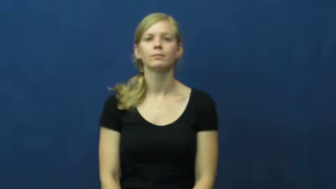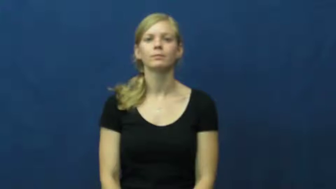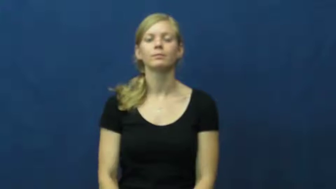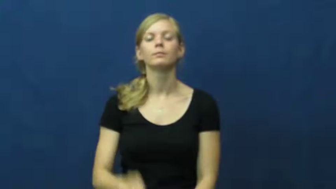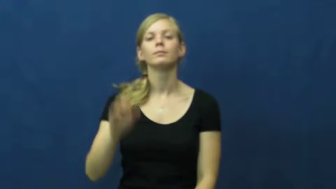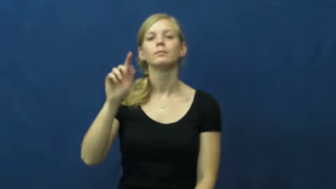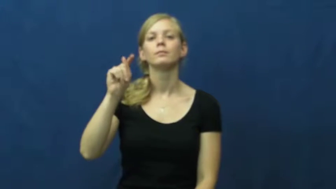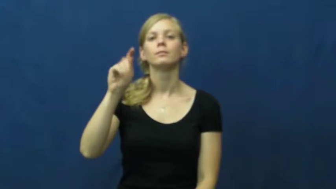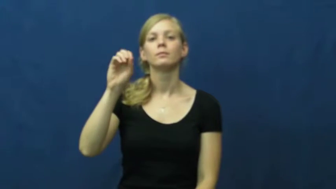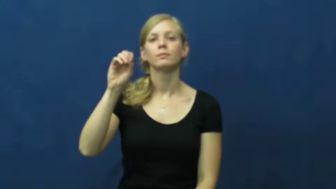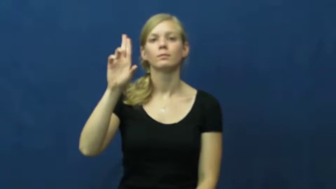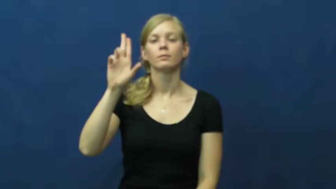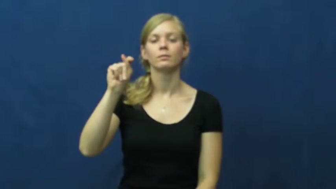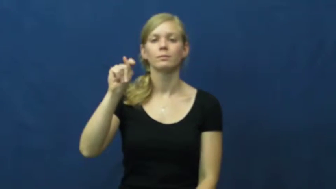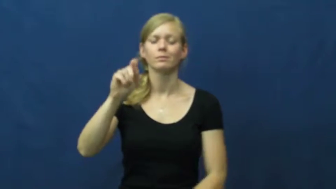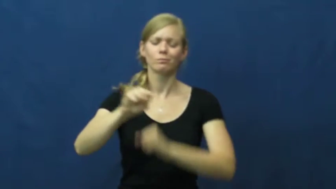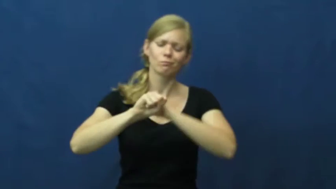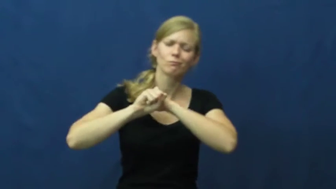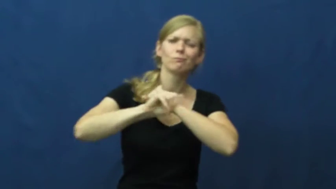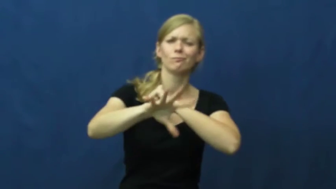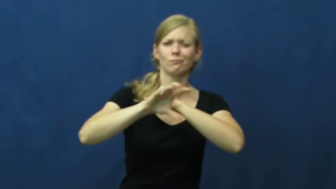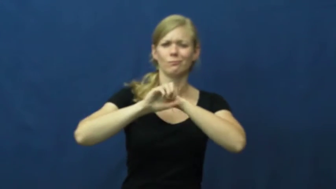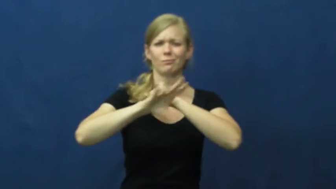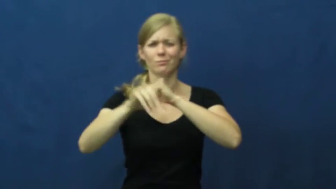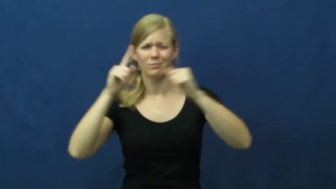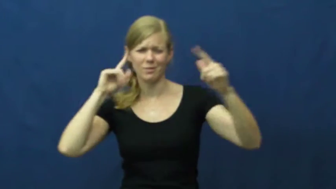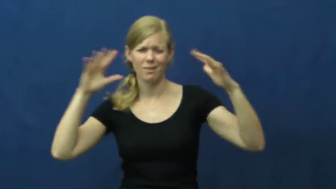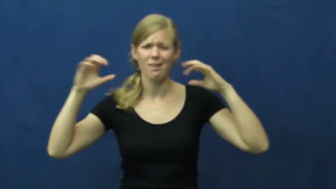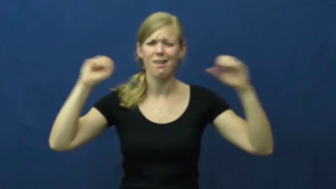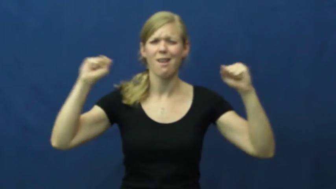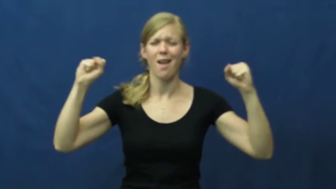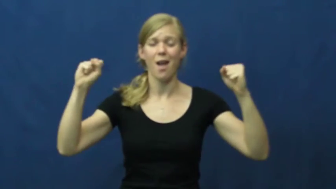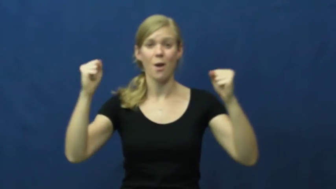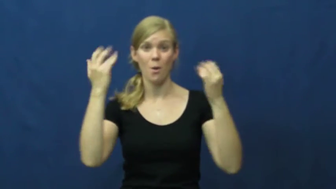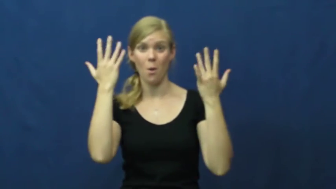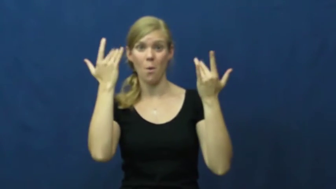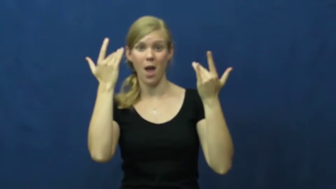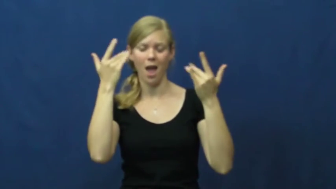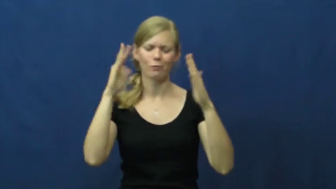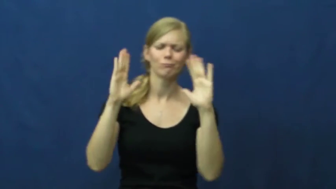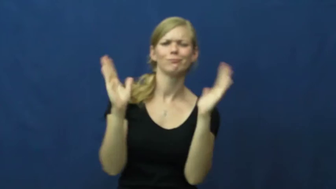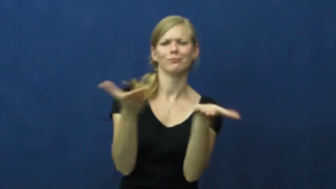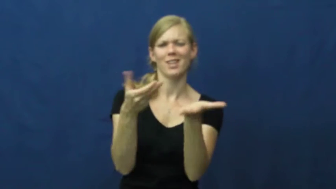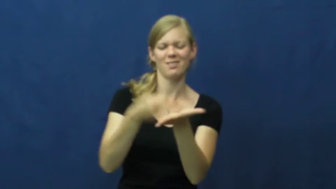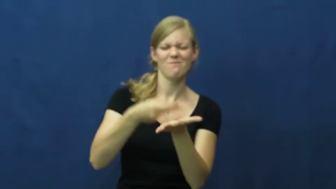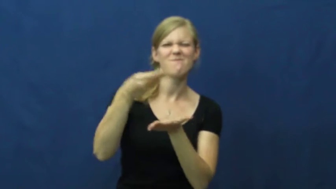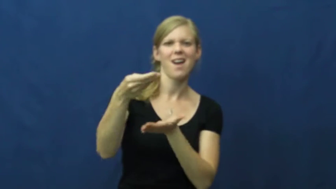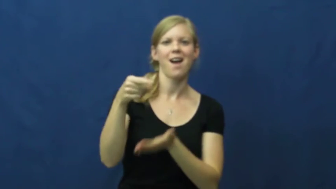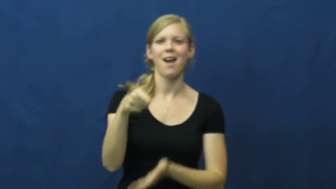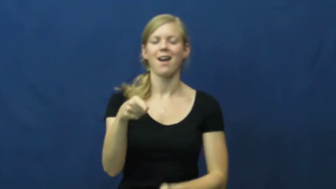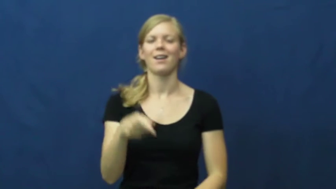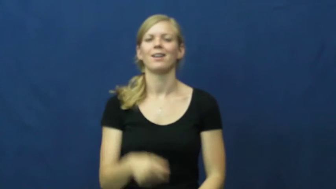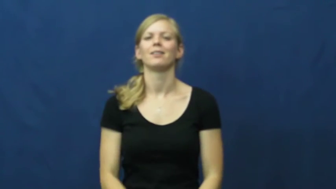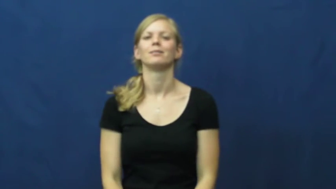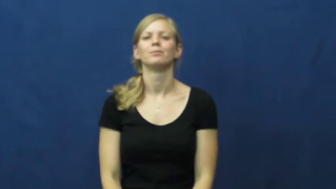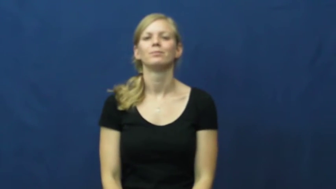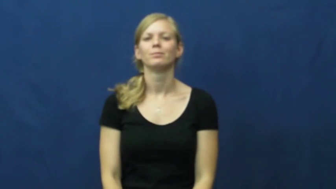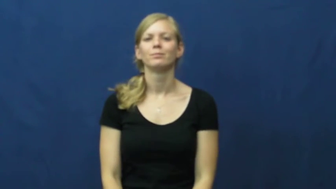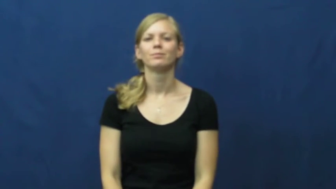tout-advertising loudly